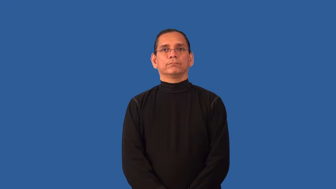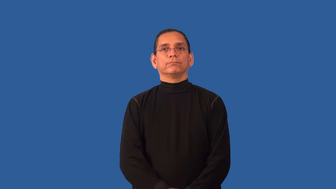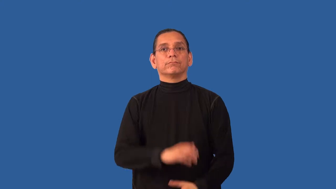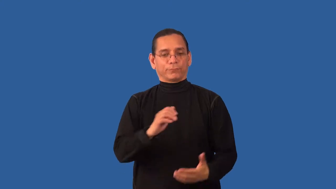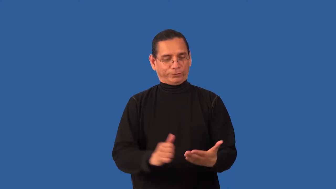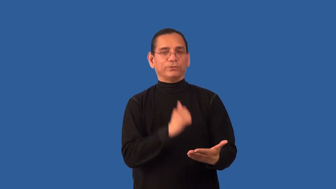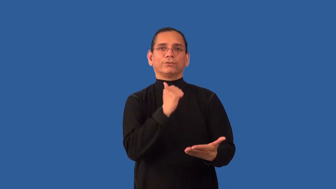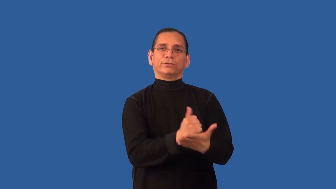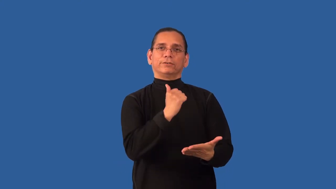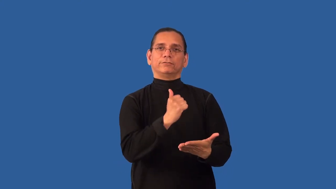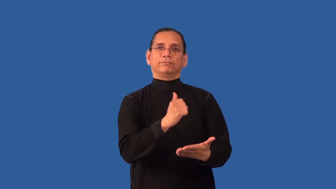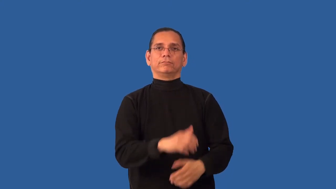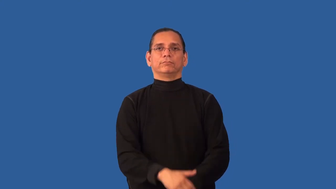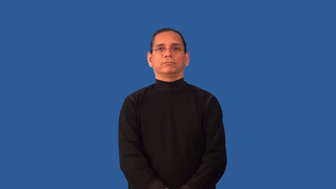ratify